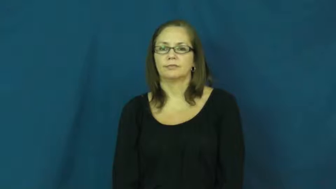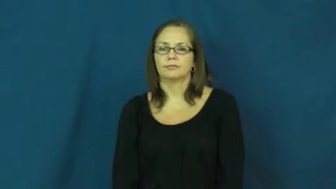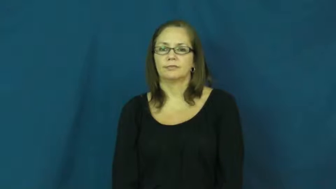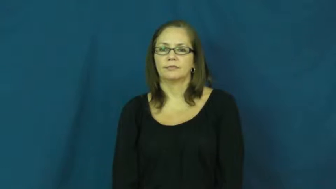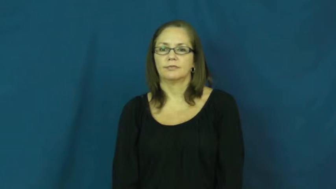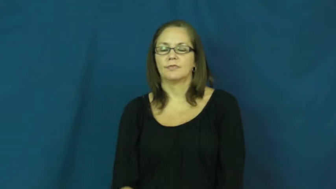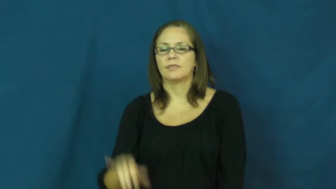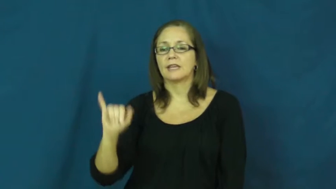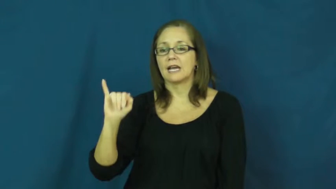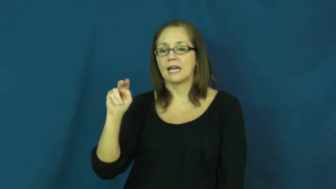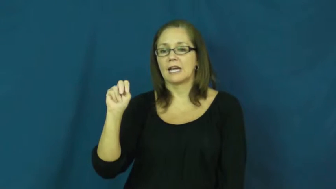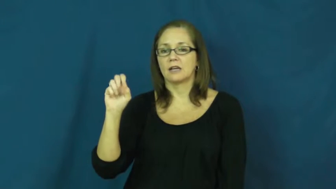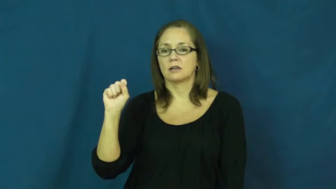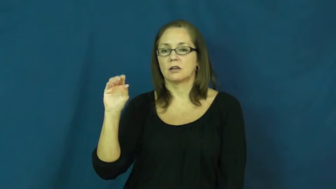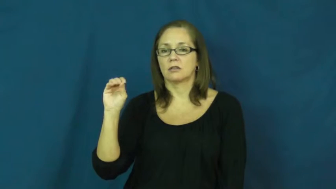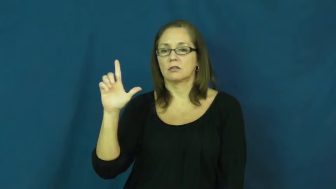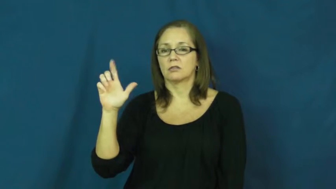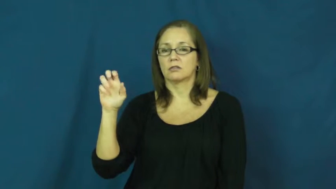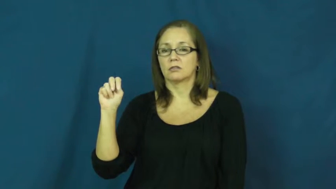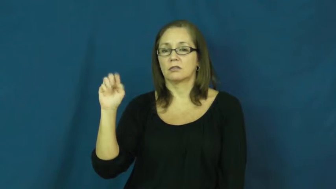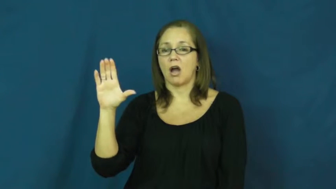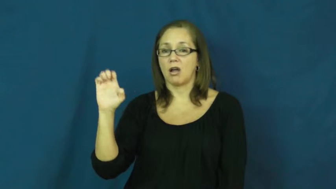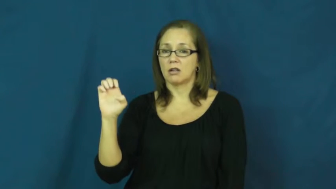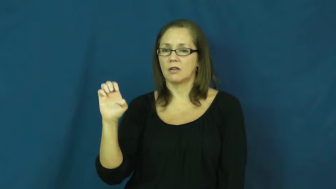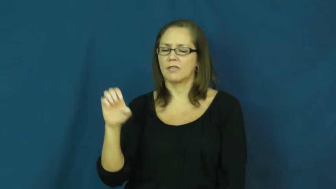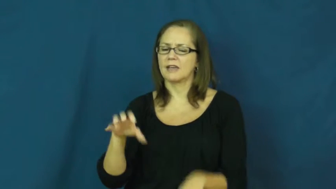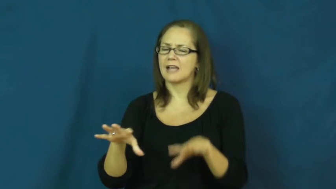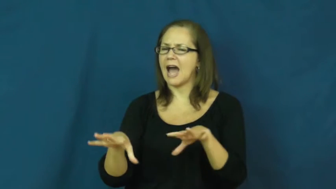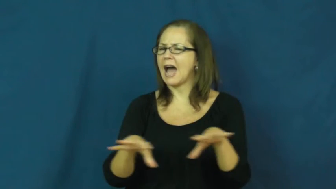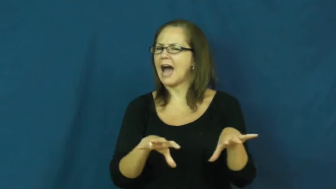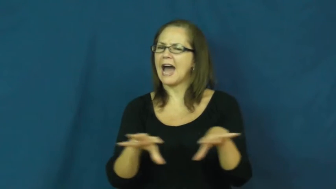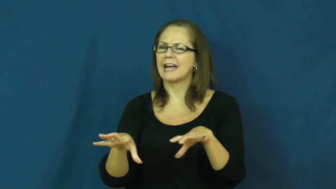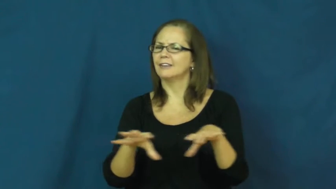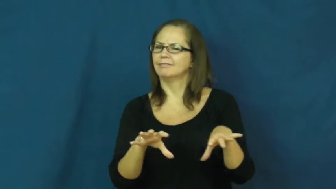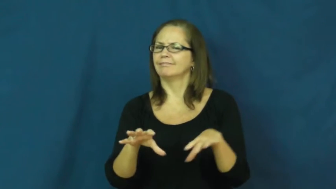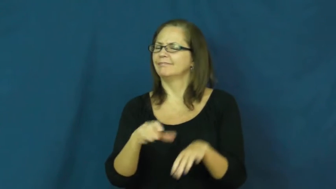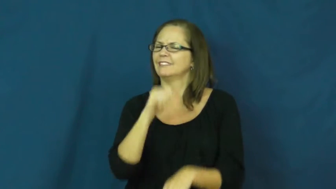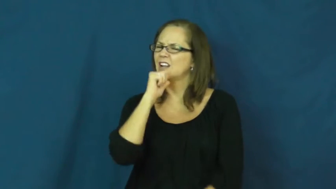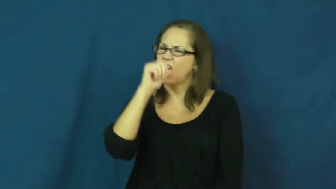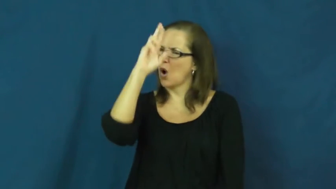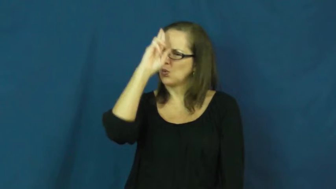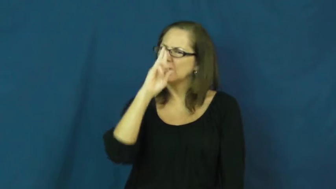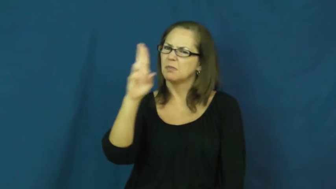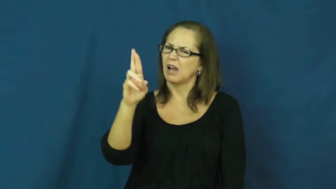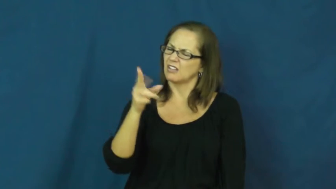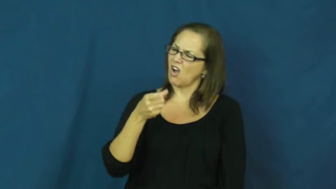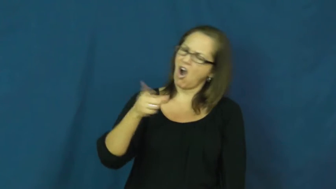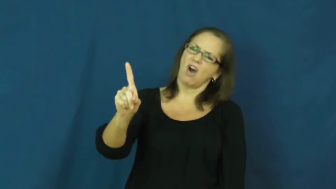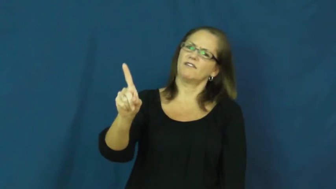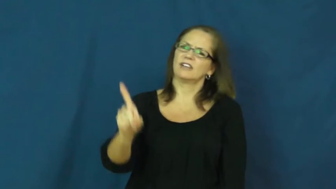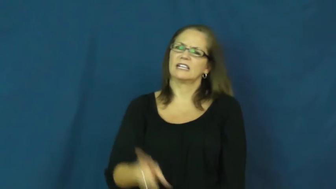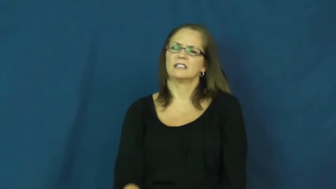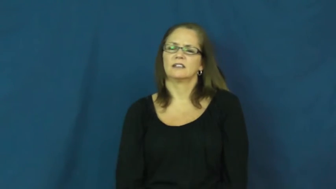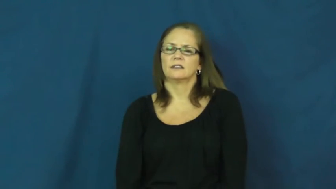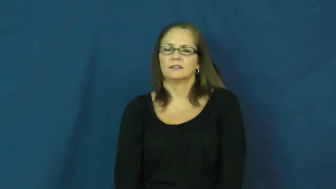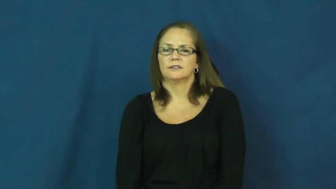insolent